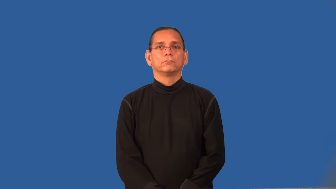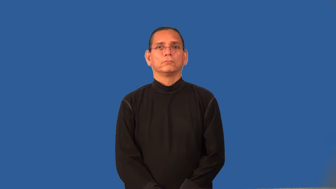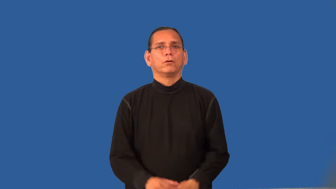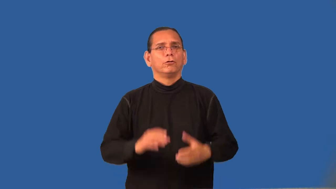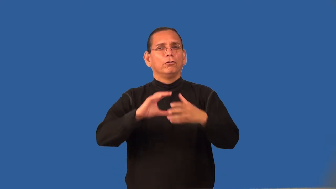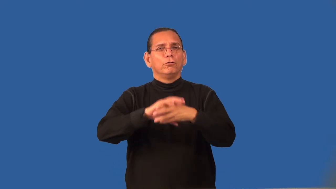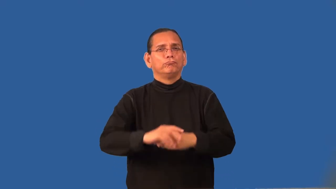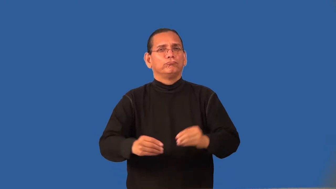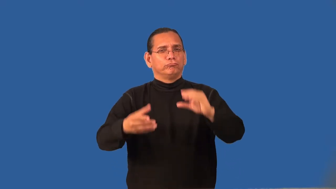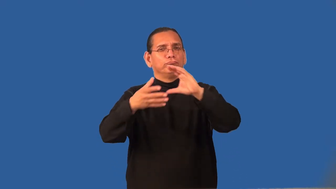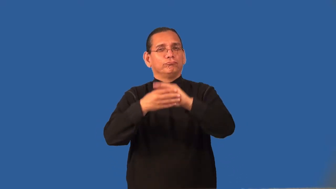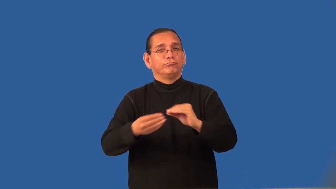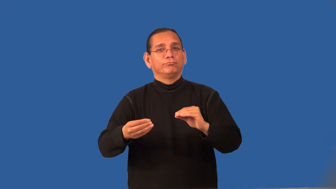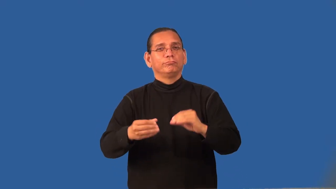regale